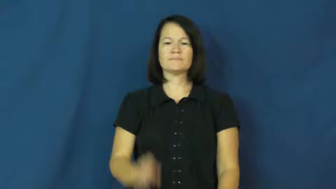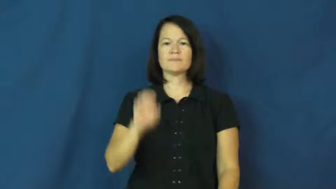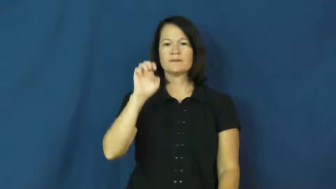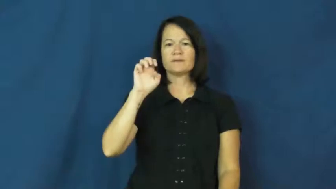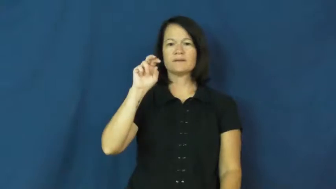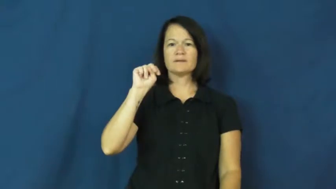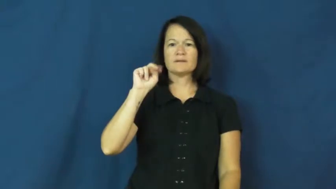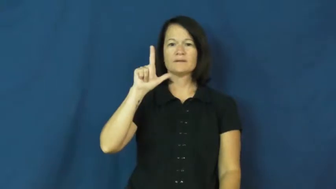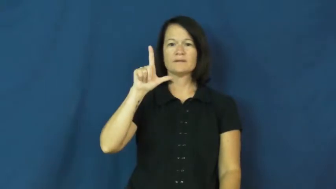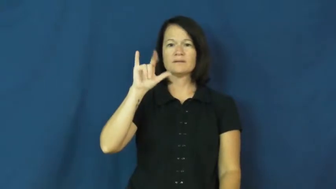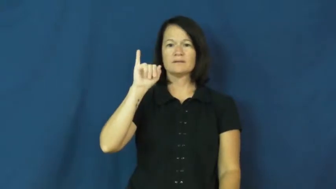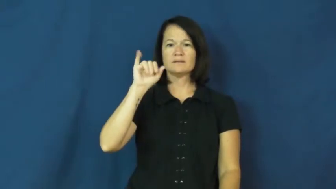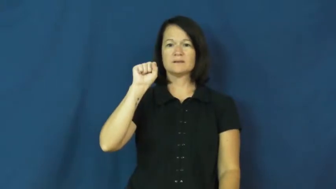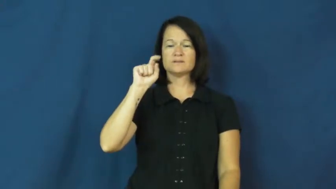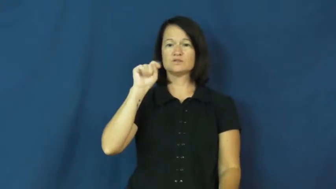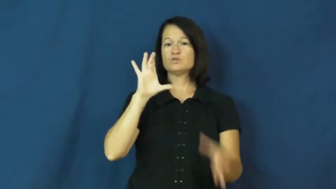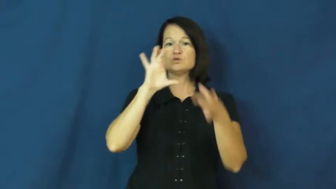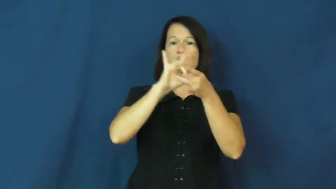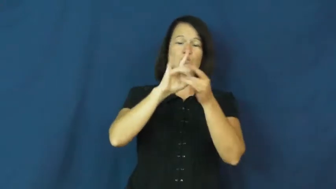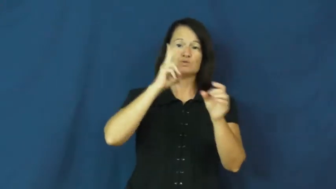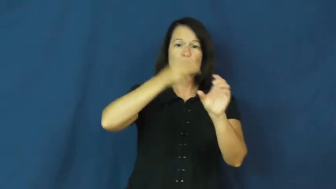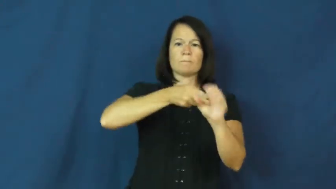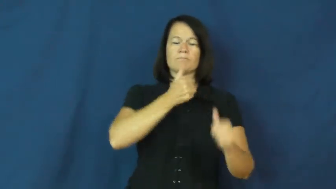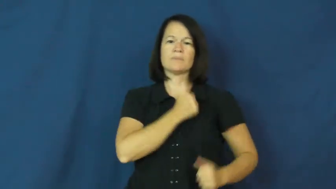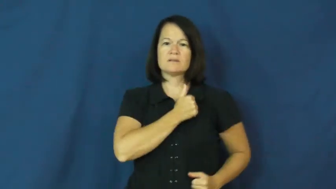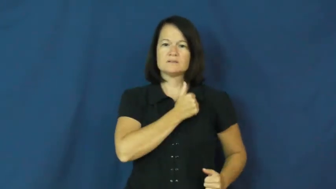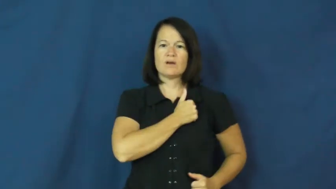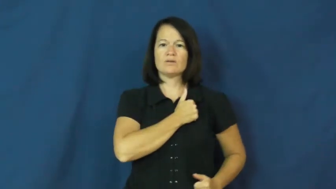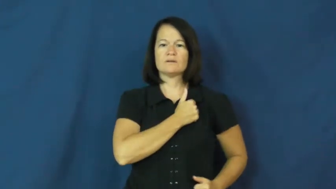enlist-army